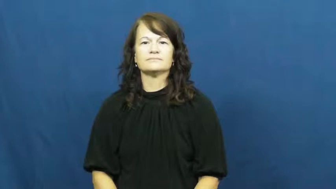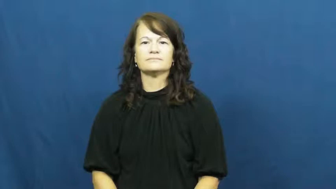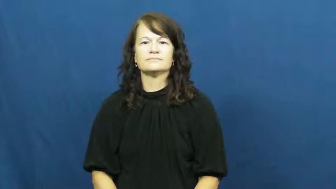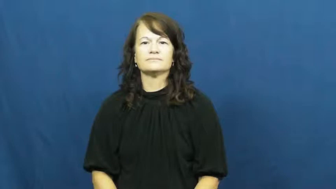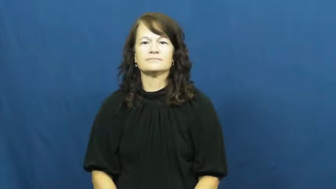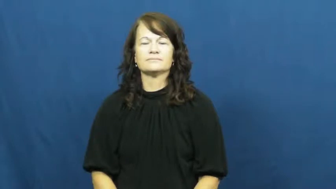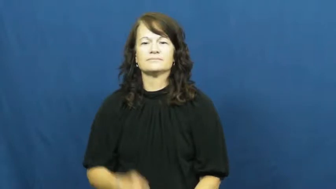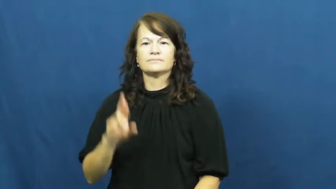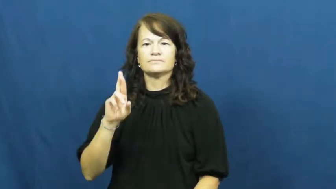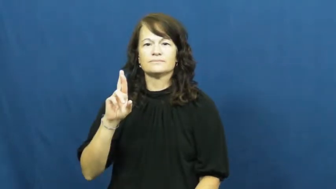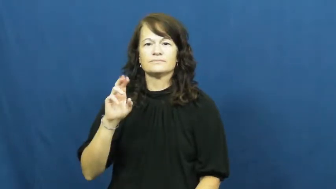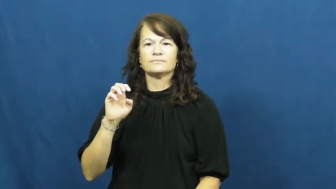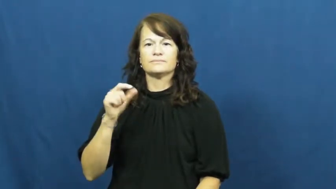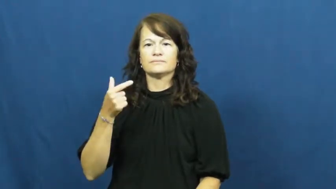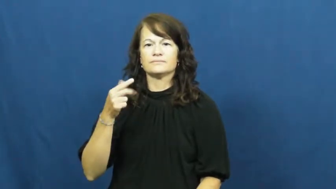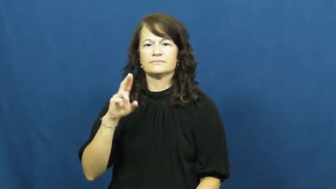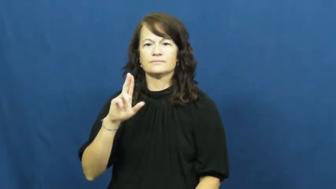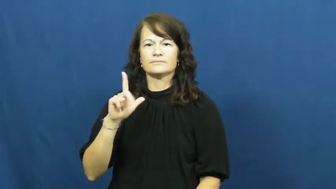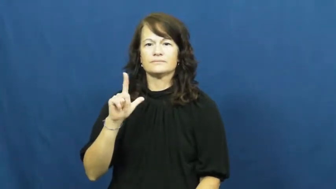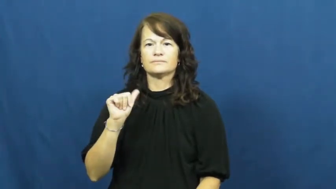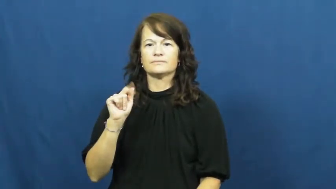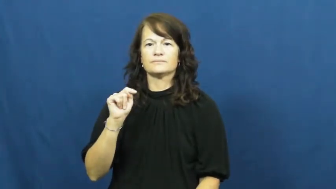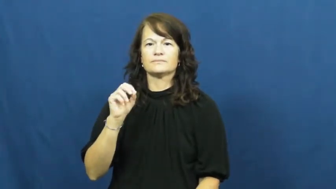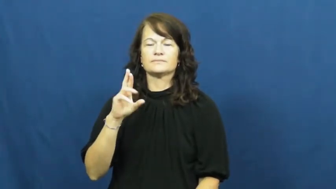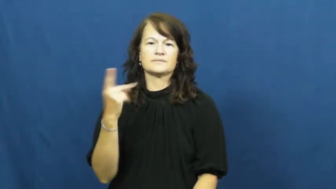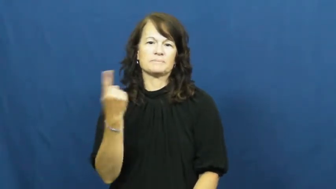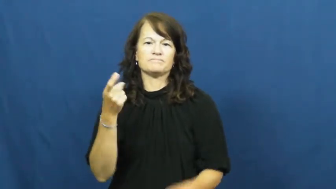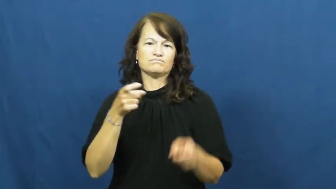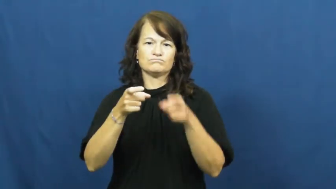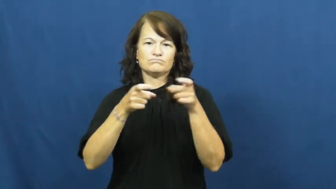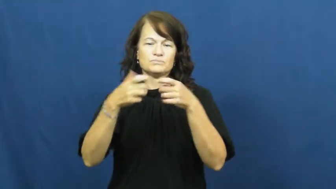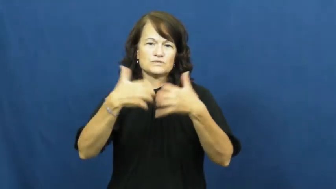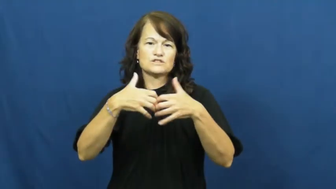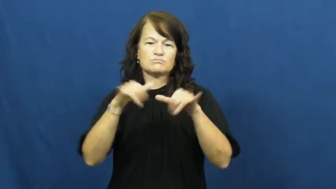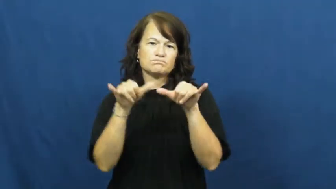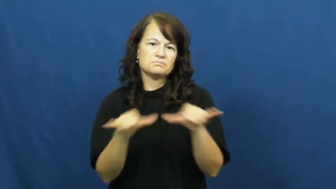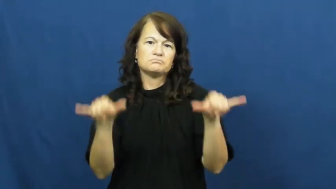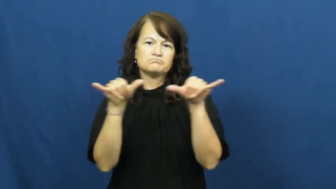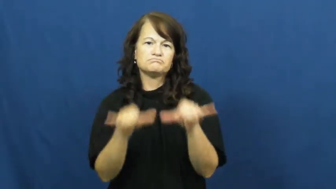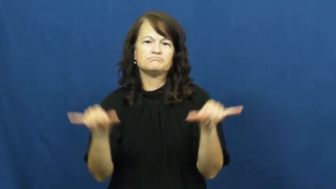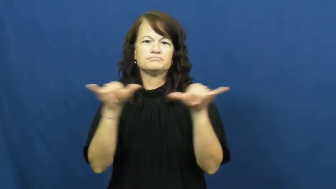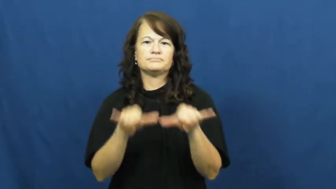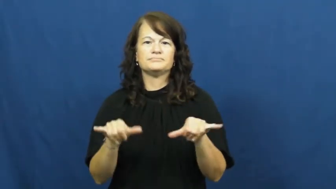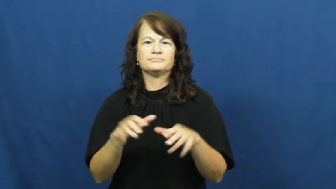regulator-machine